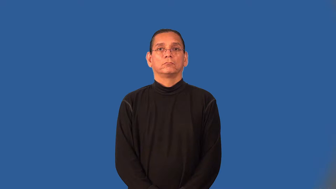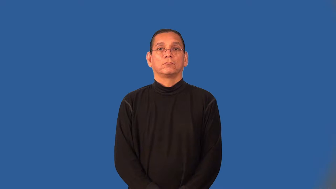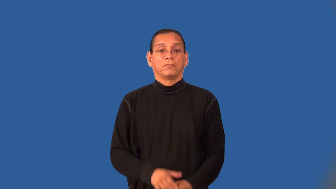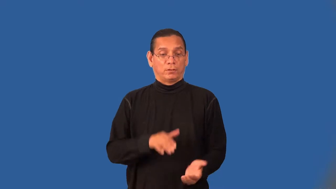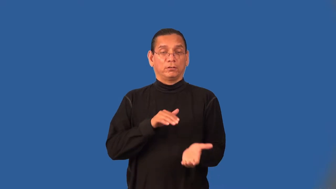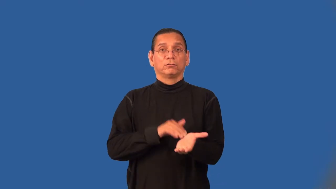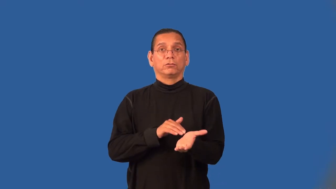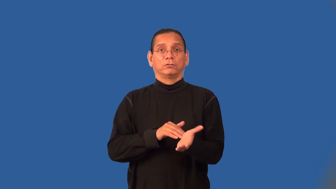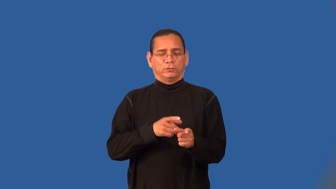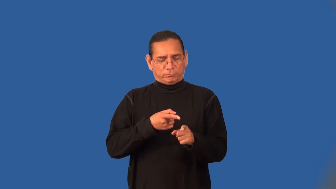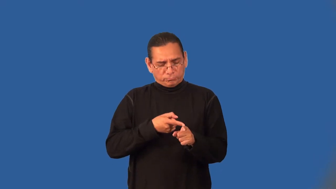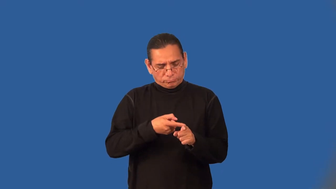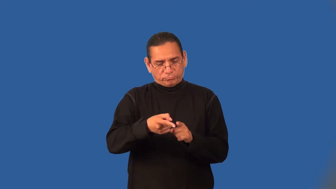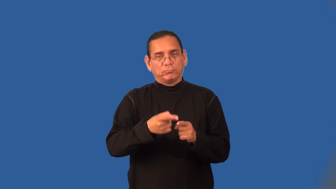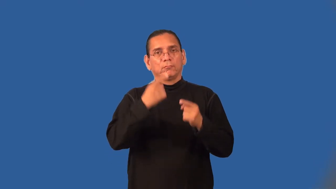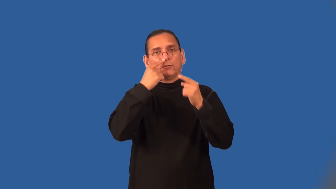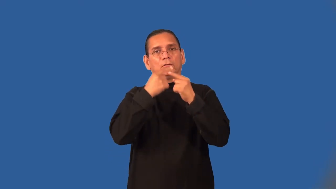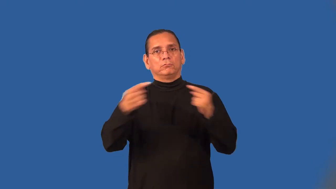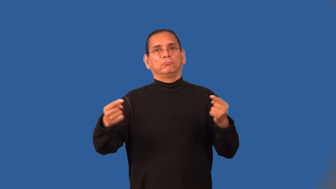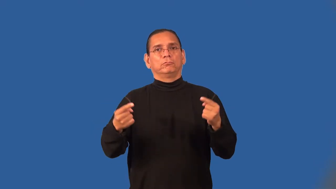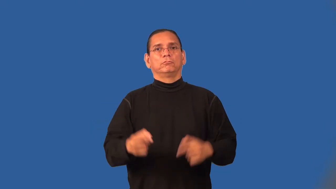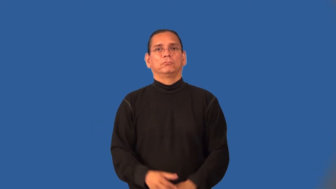allergist